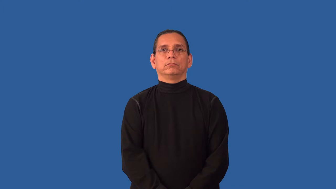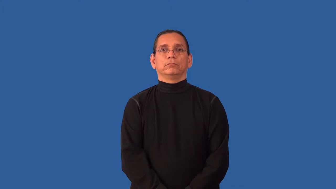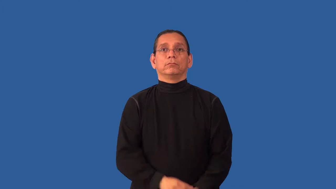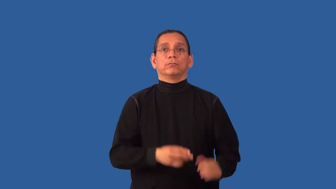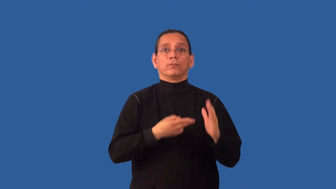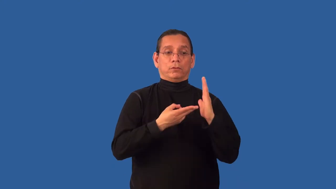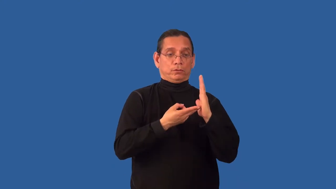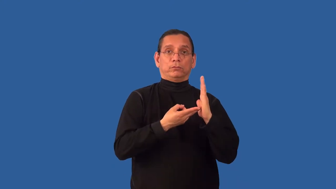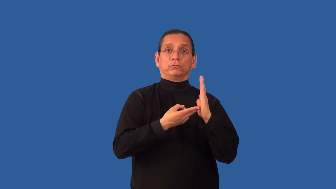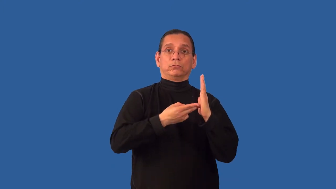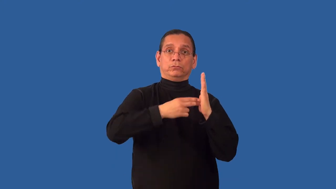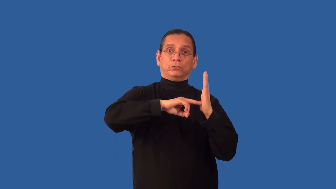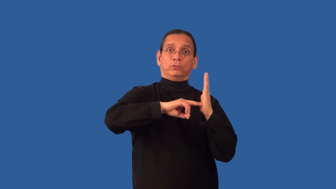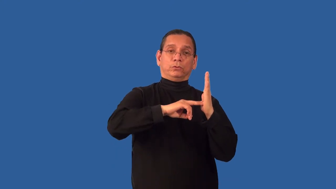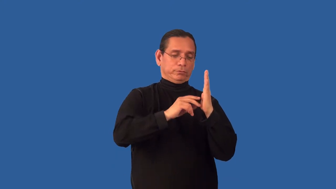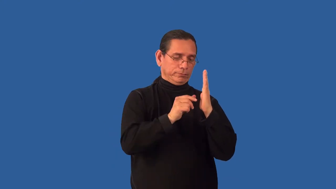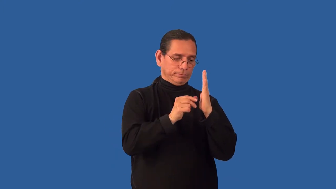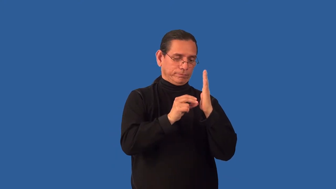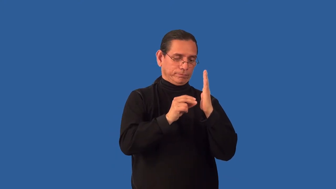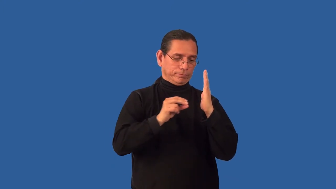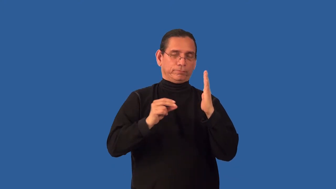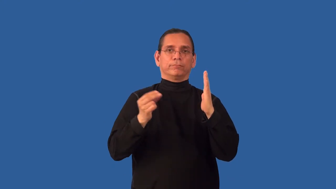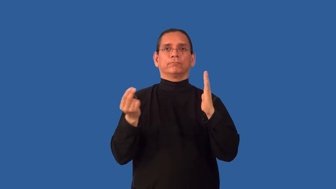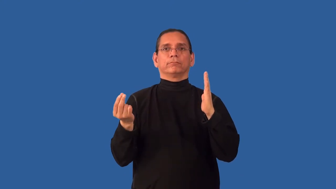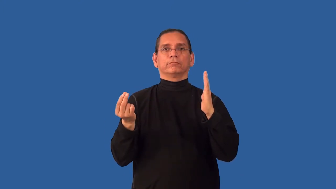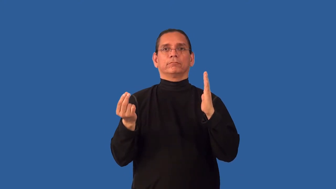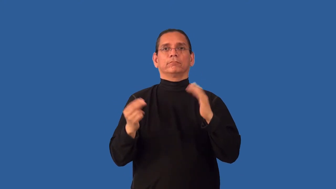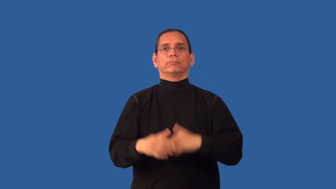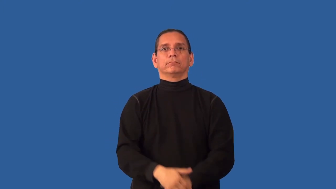unscrew